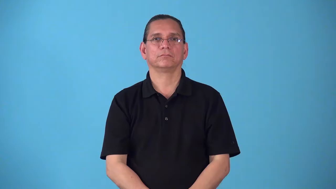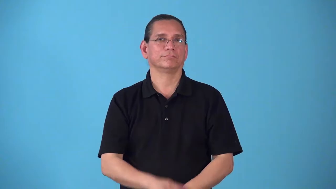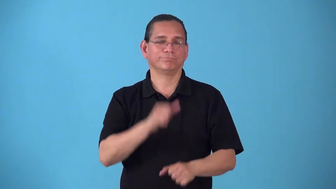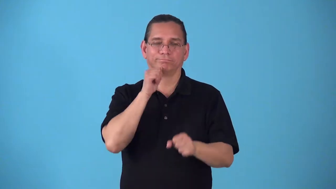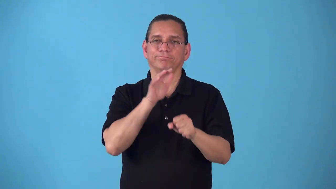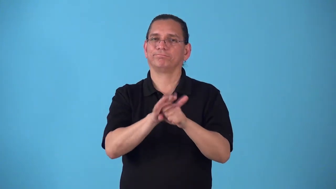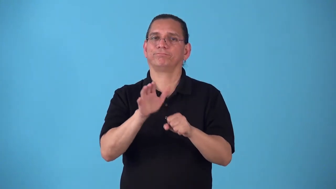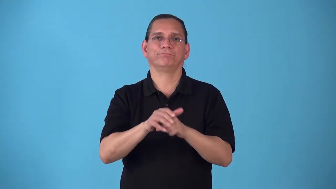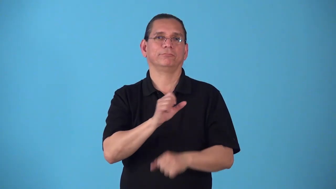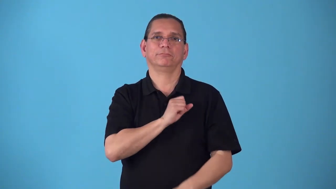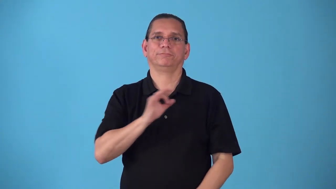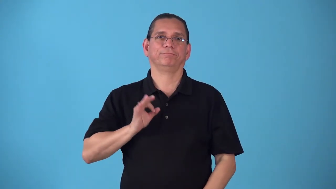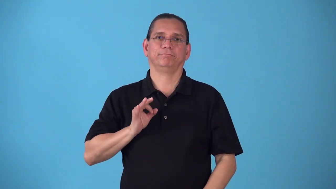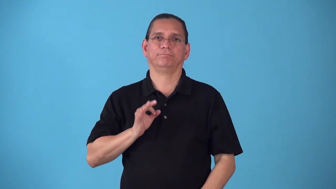shorthanded